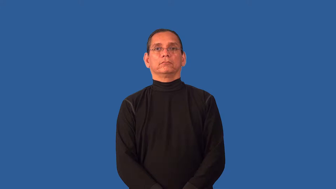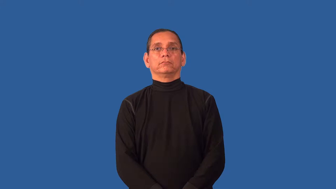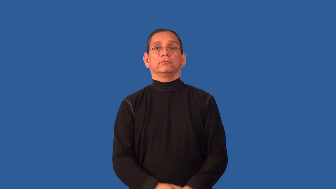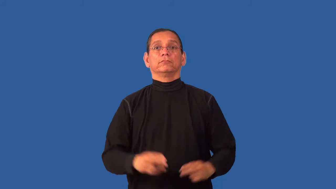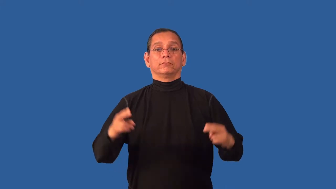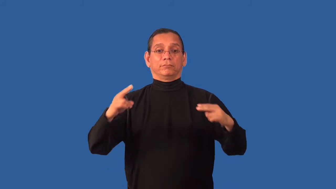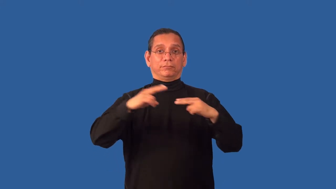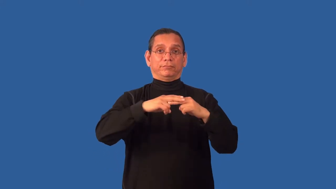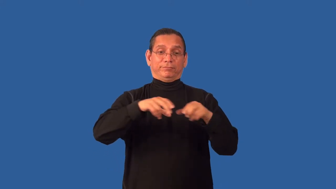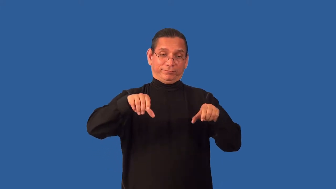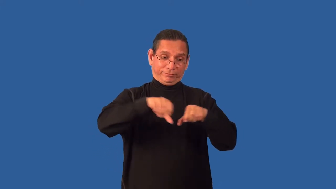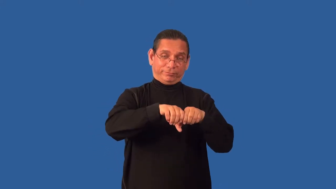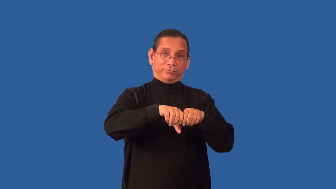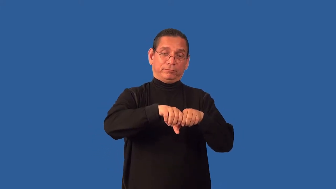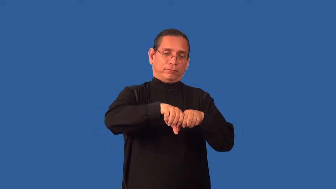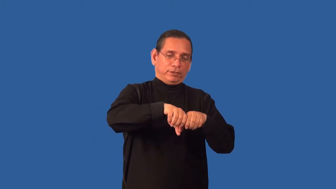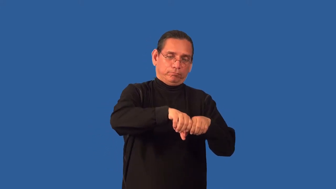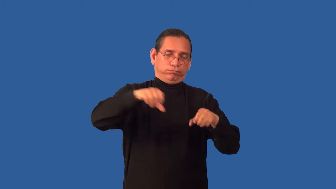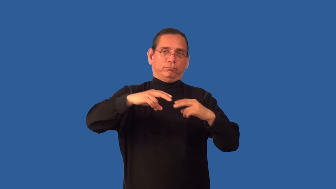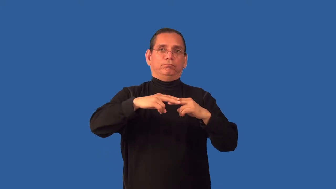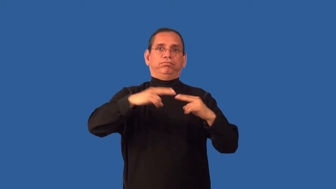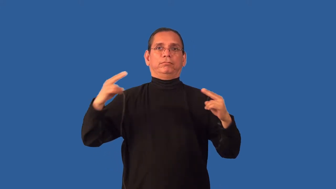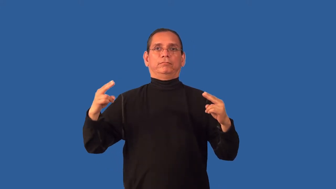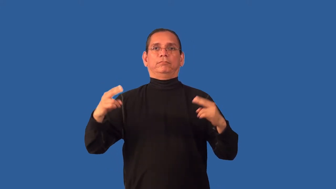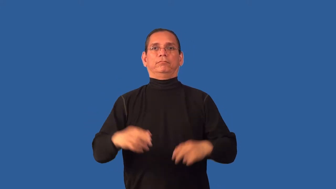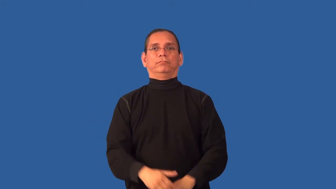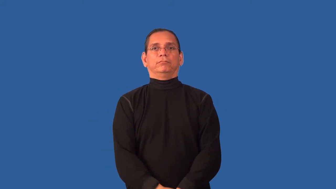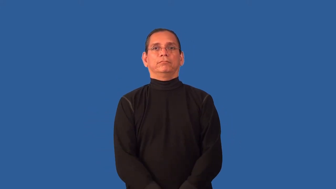unstrap